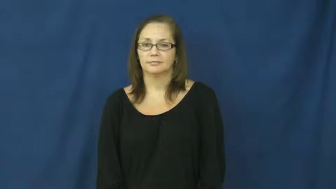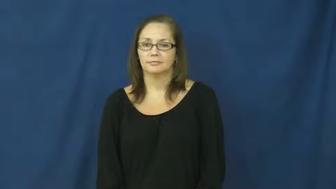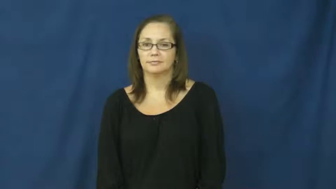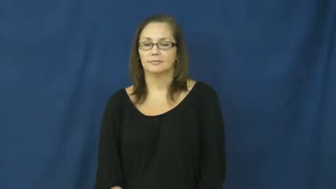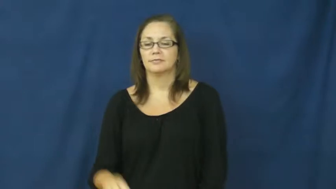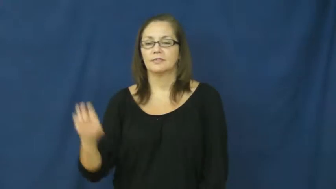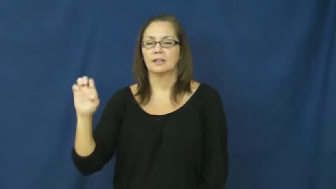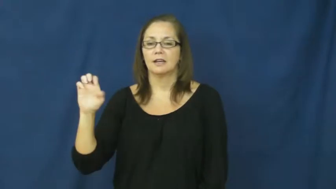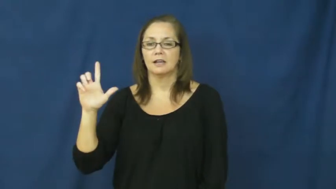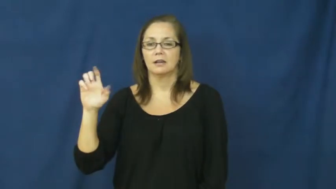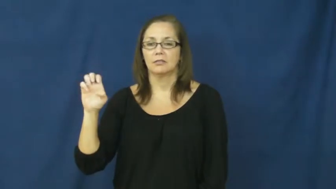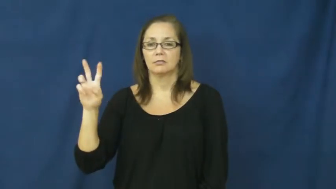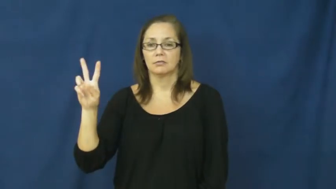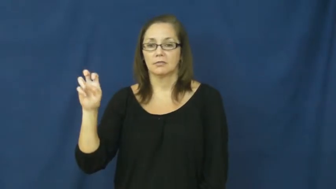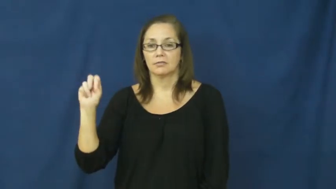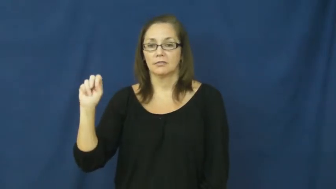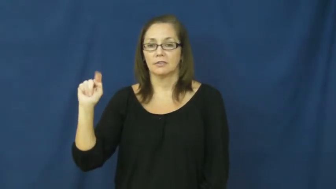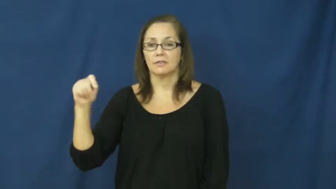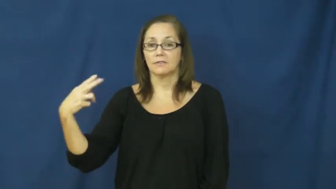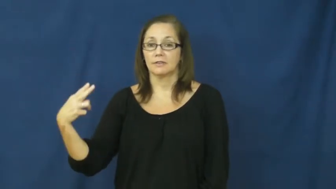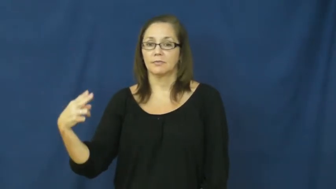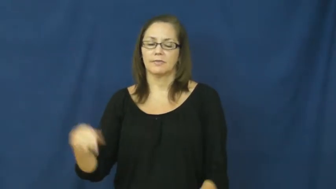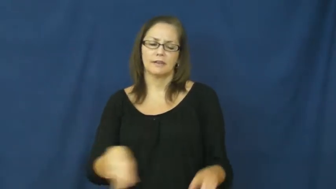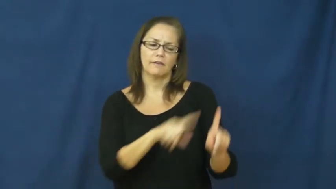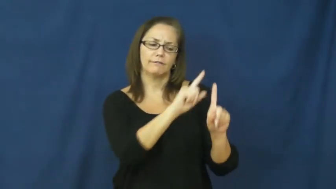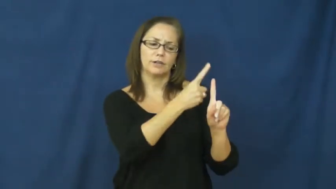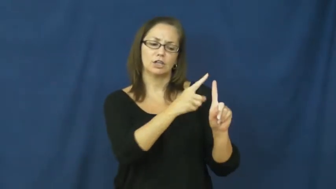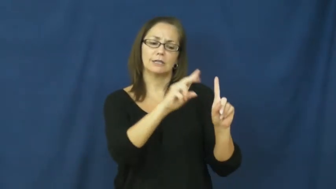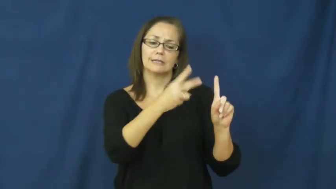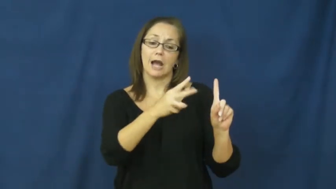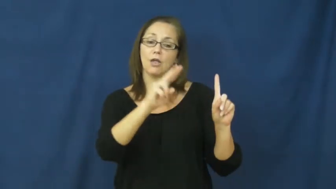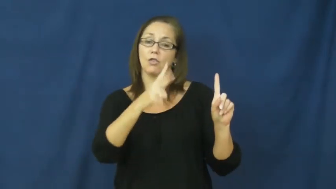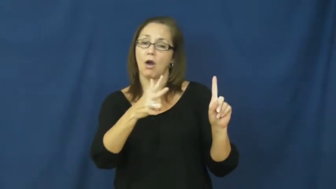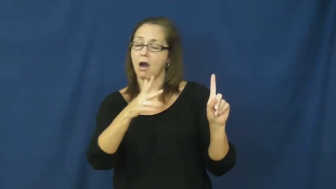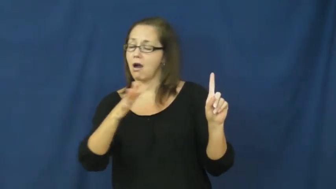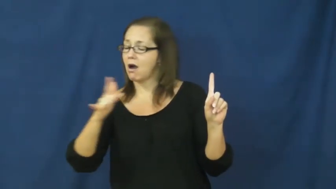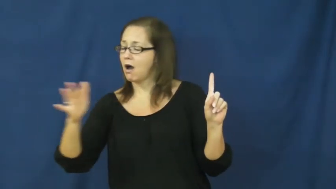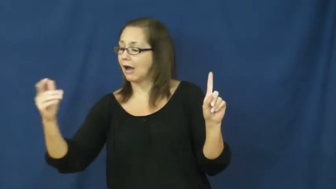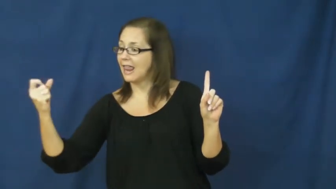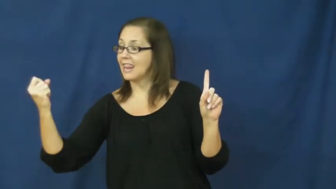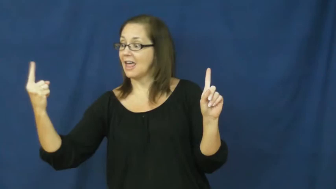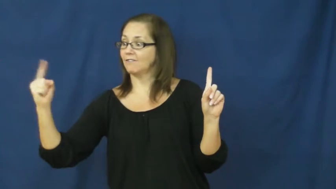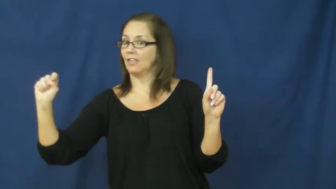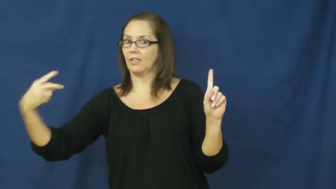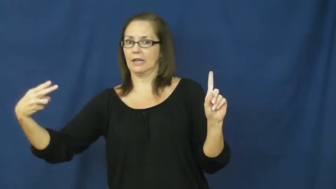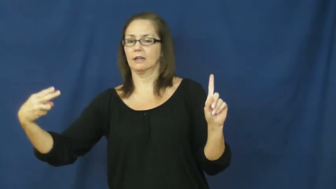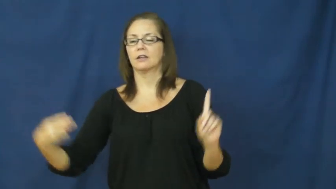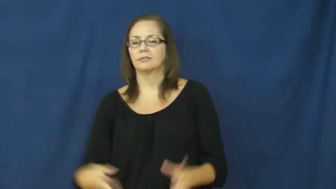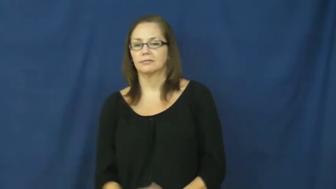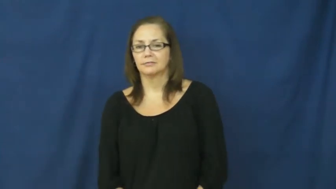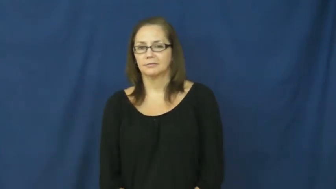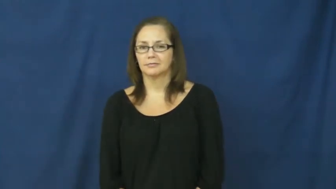eleventh